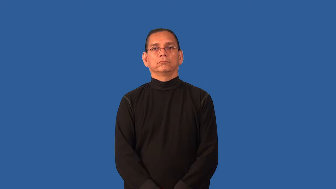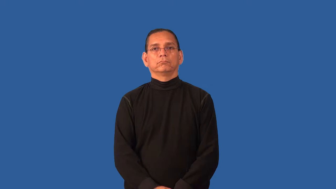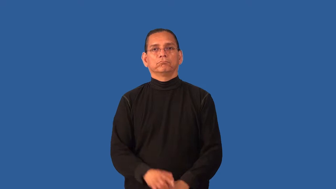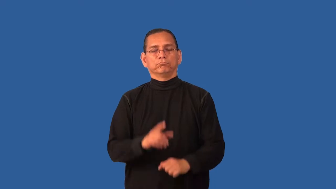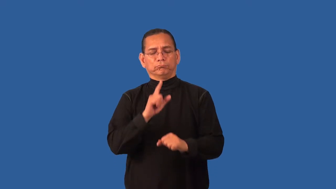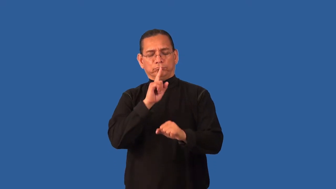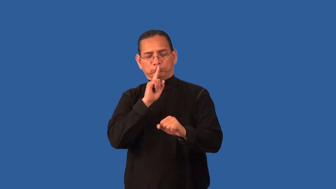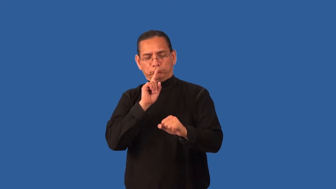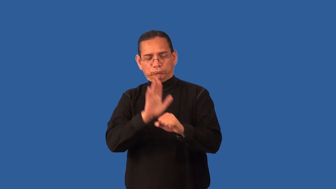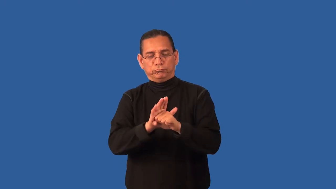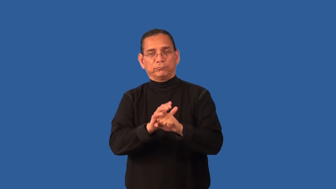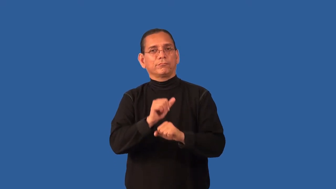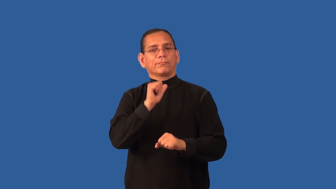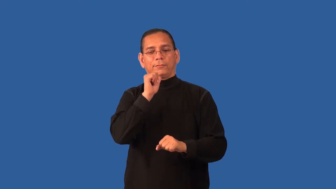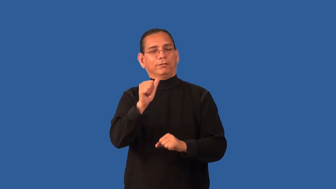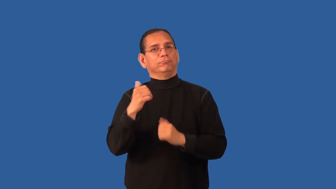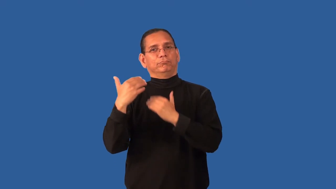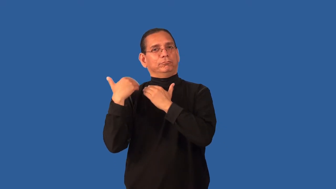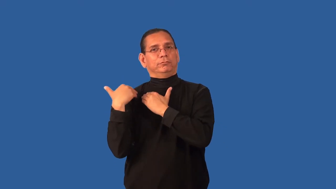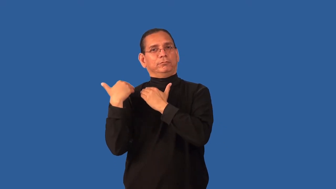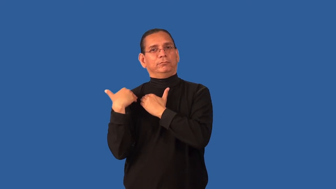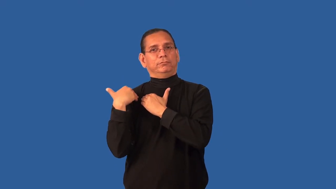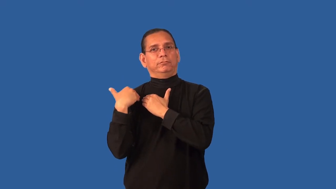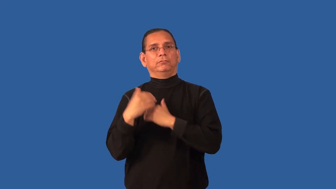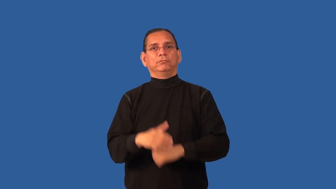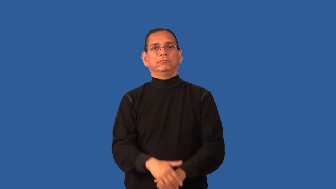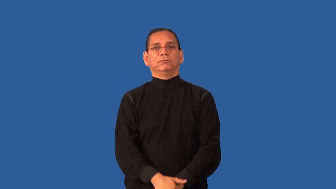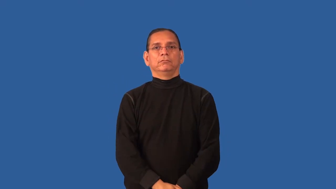disavow